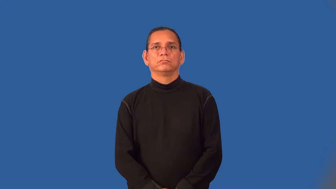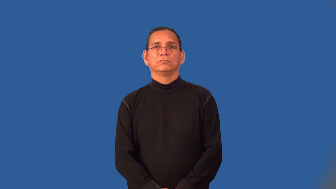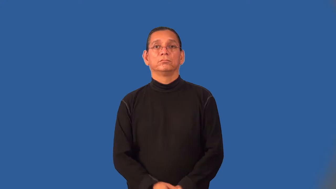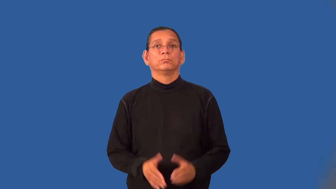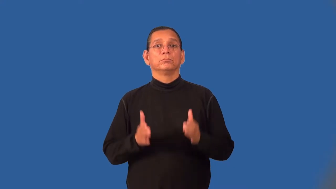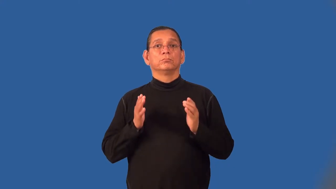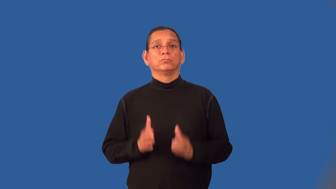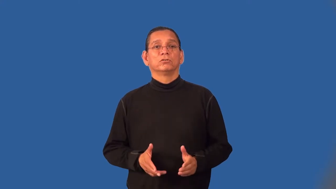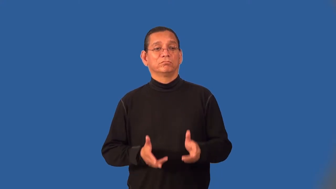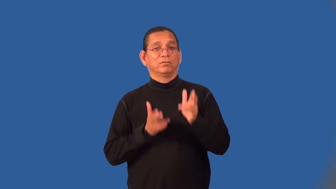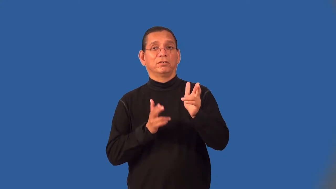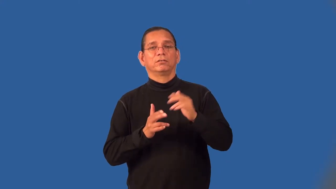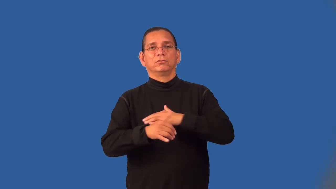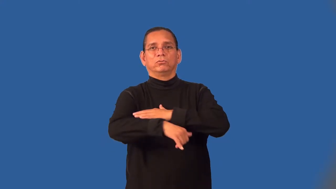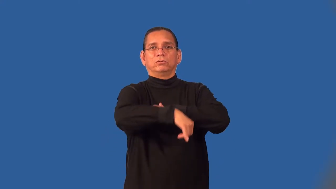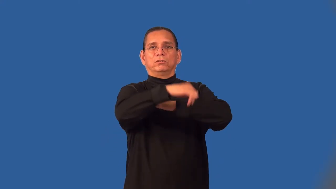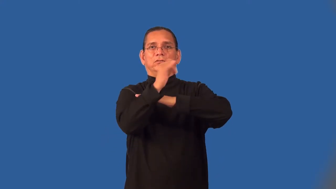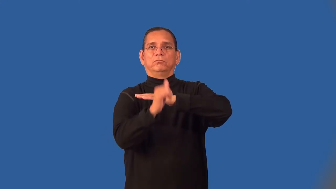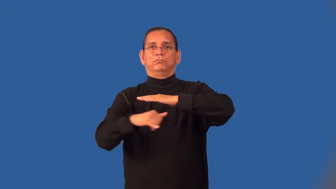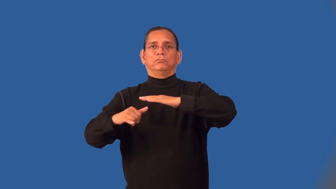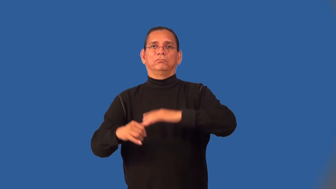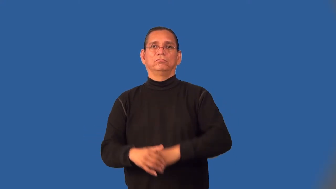whaler